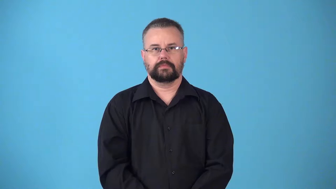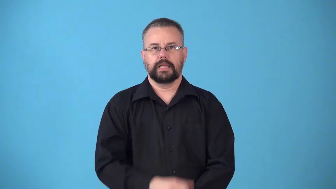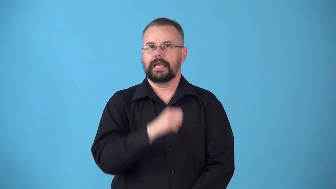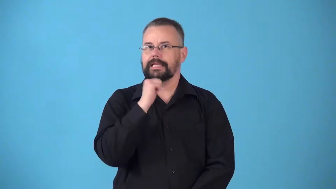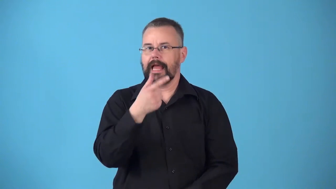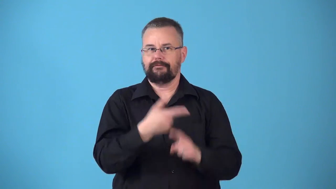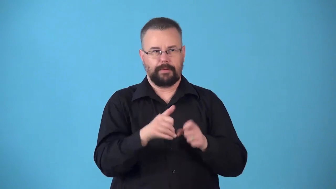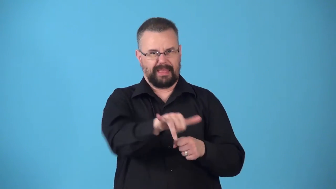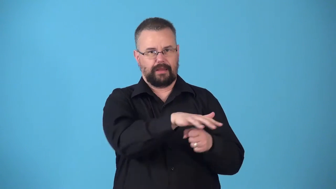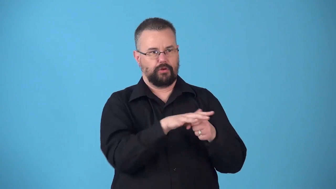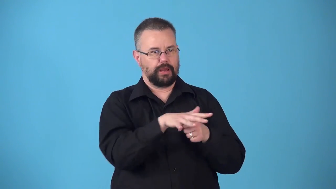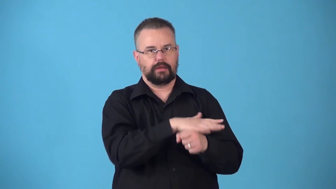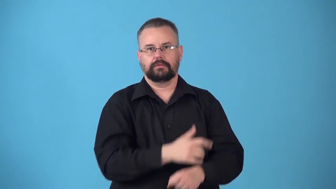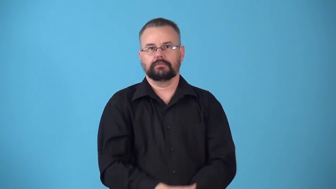nonnative